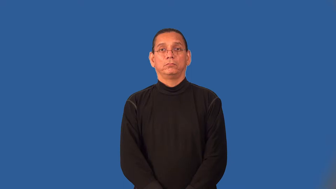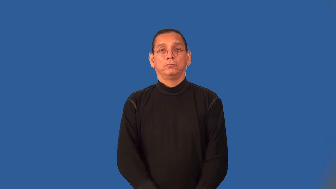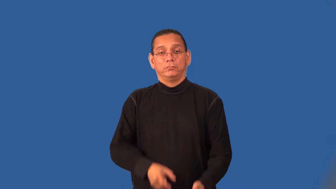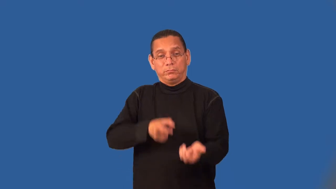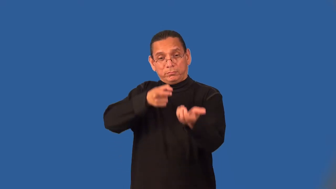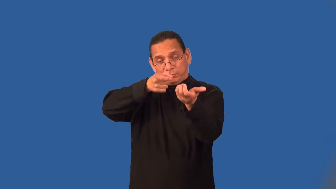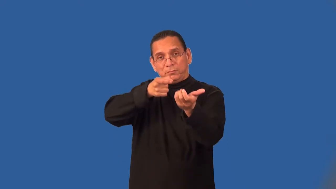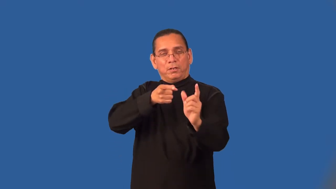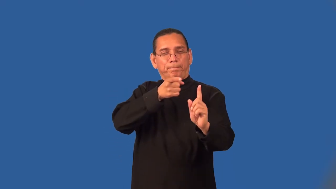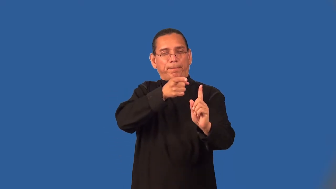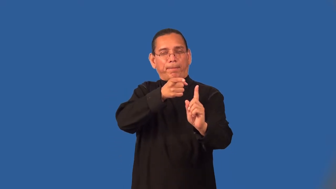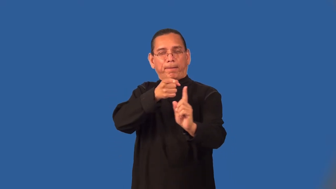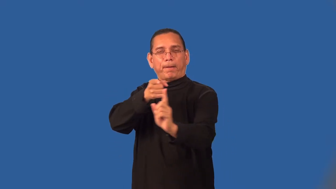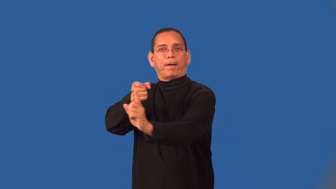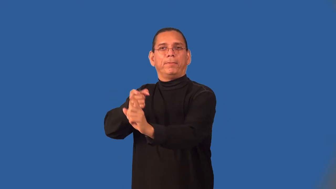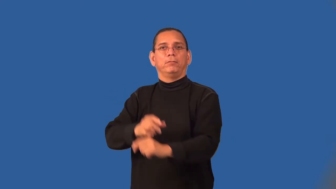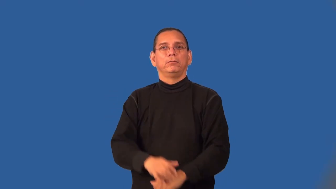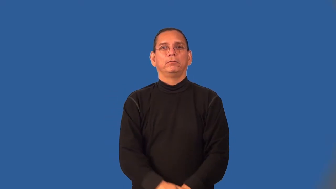sharpshooting